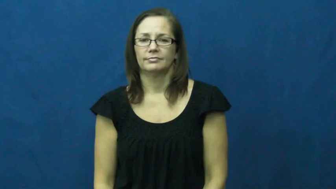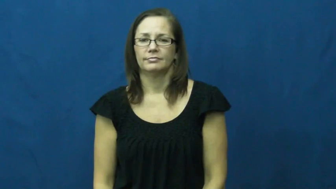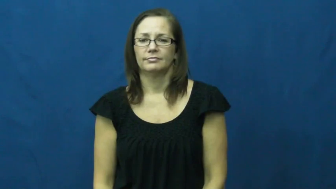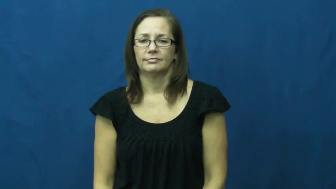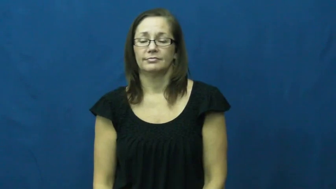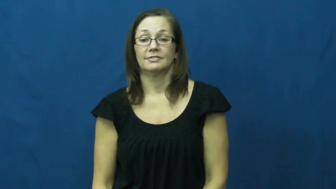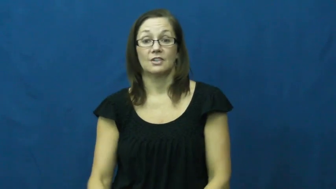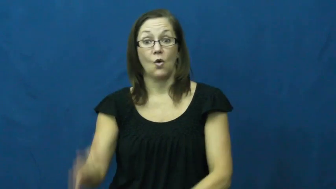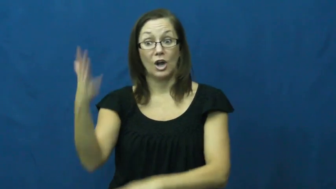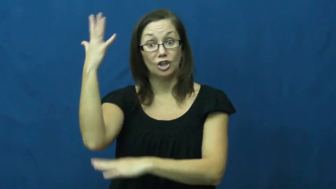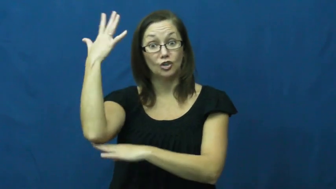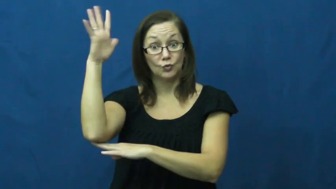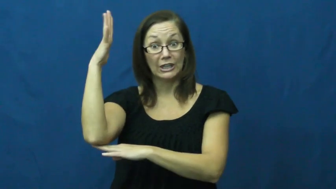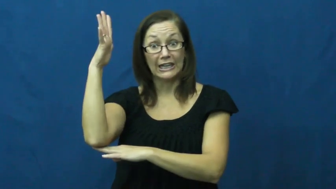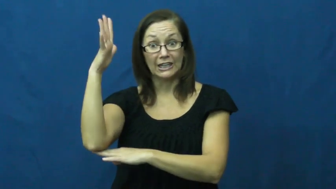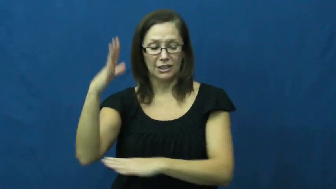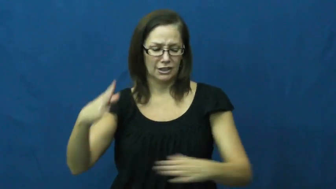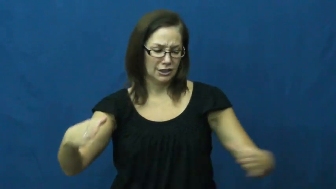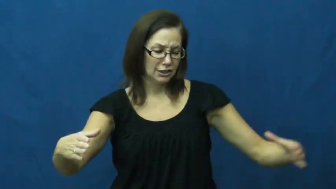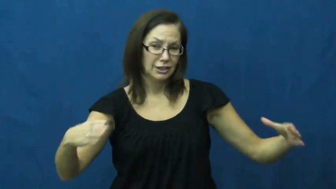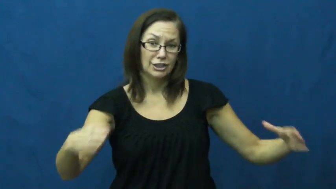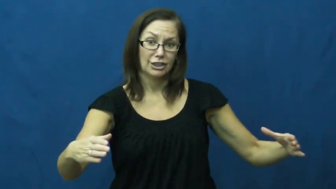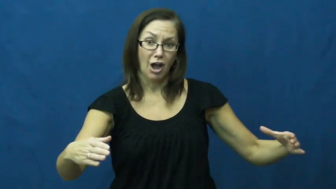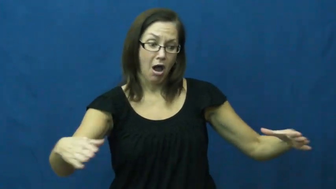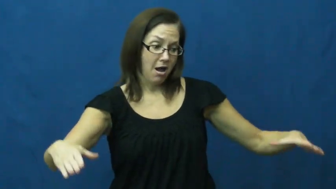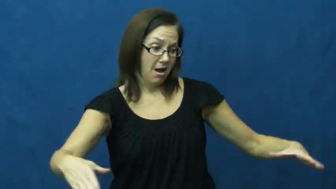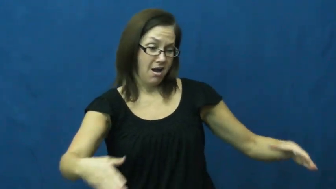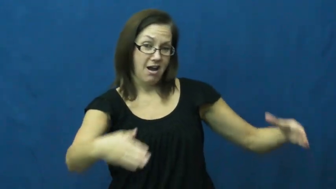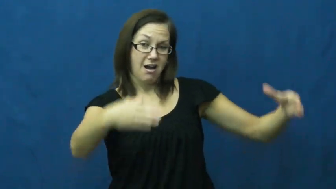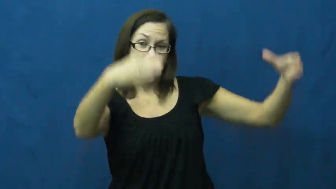trunk,bole-tree